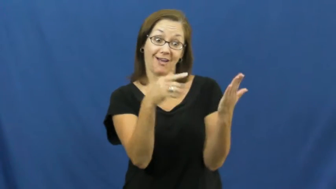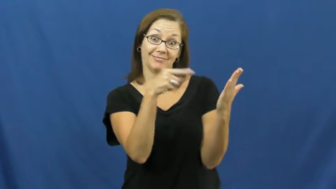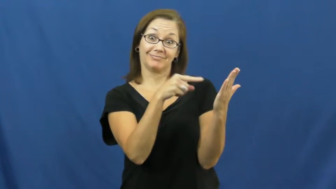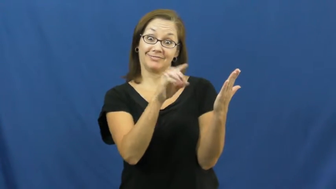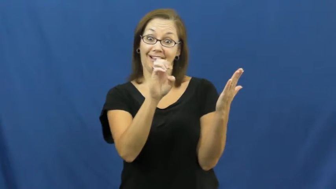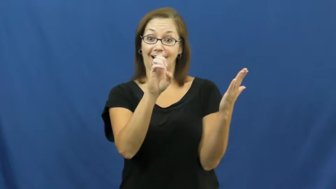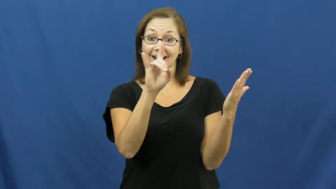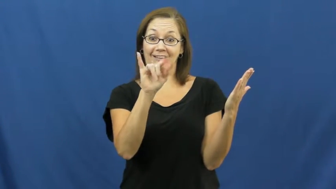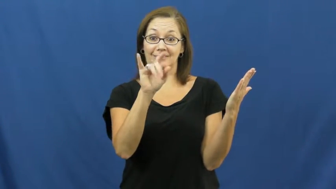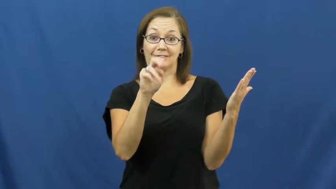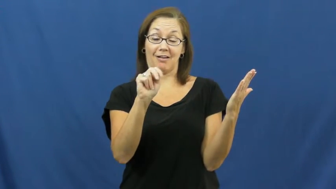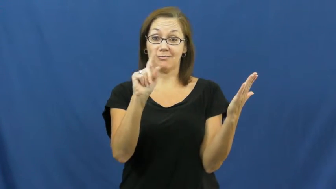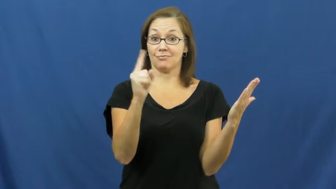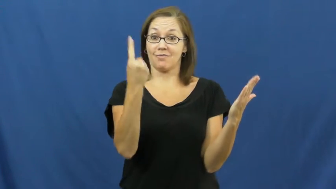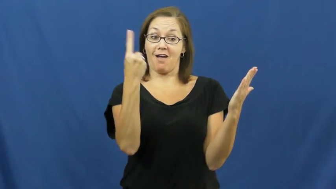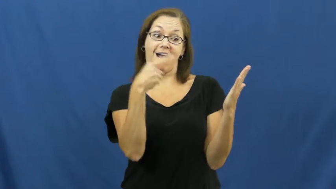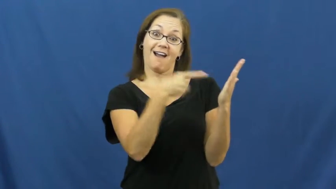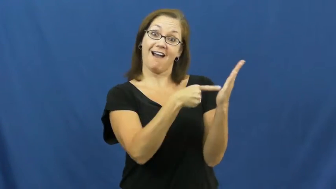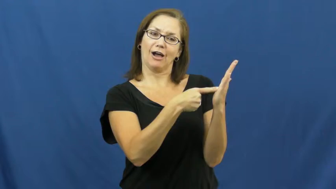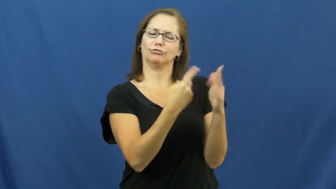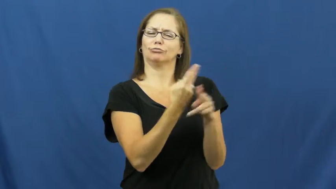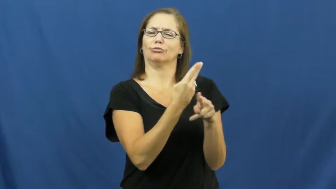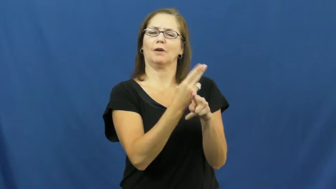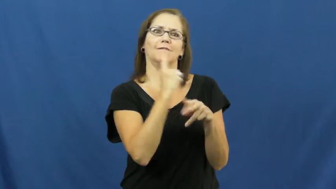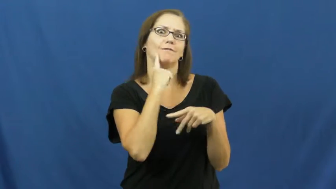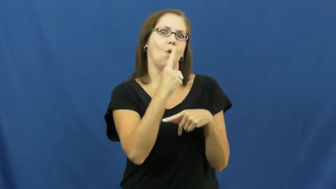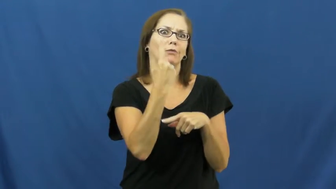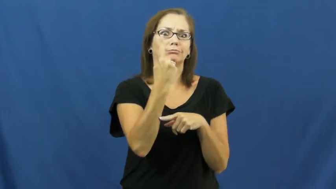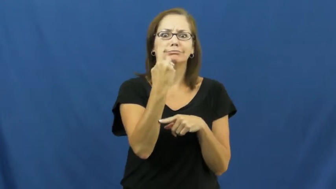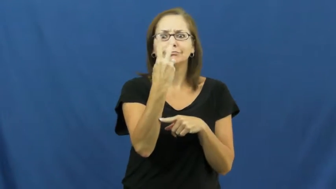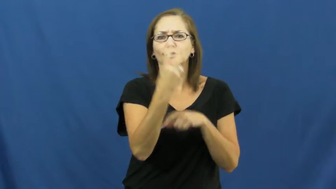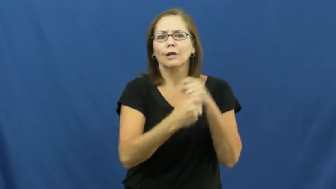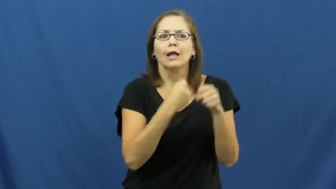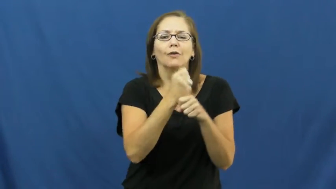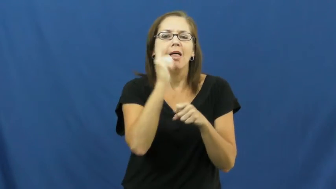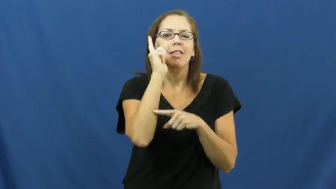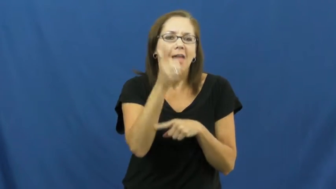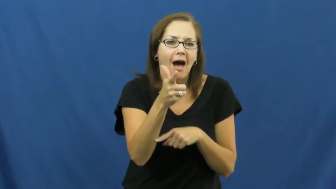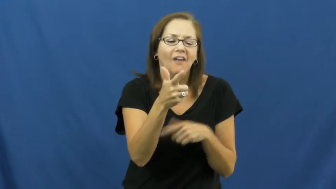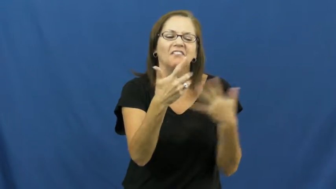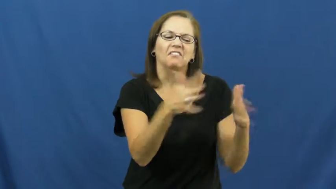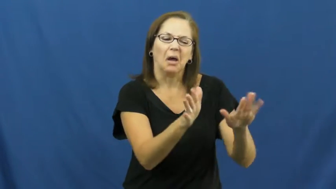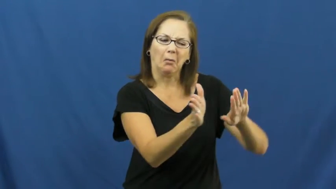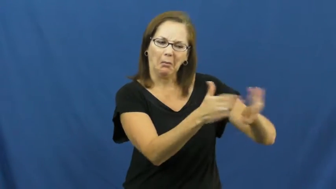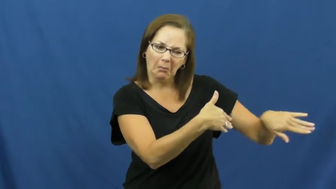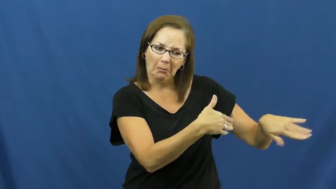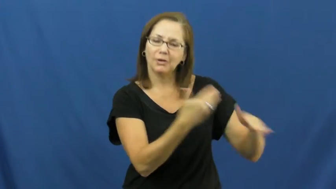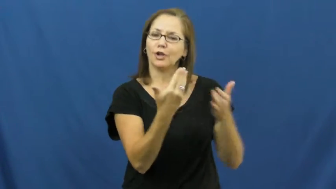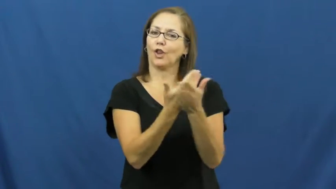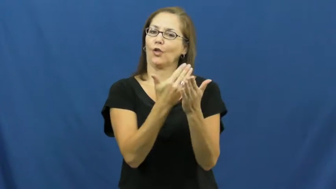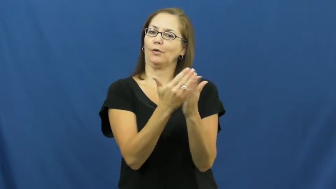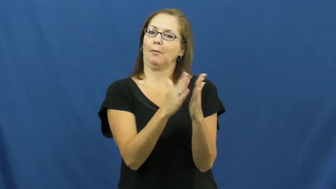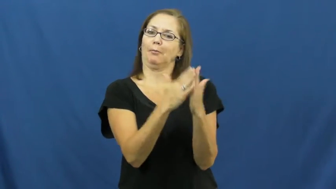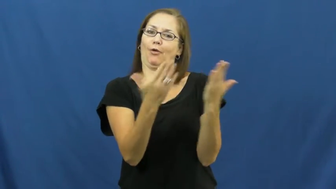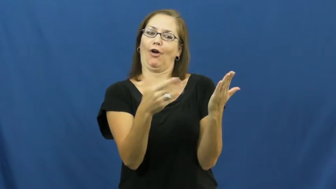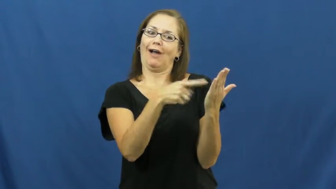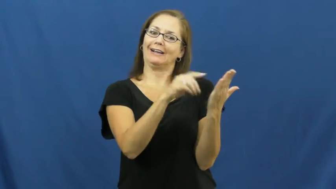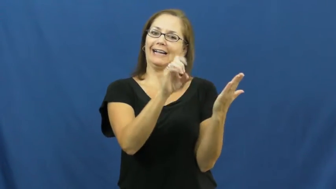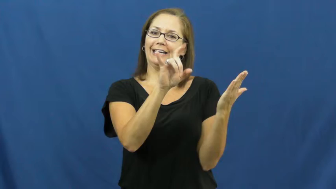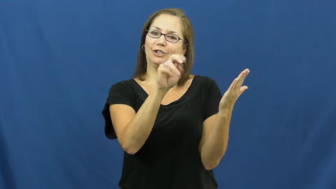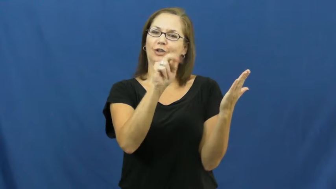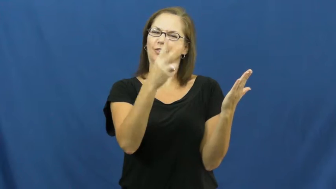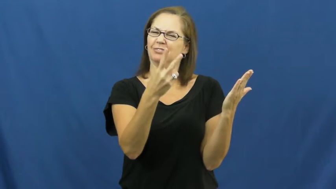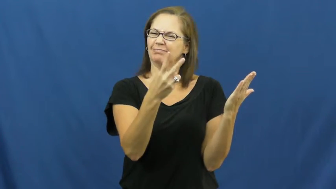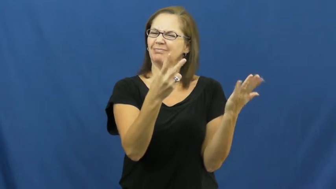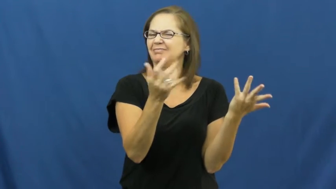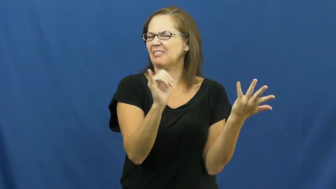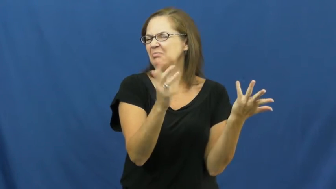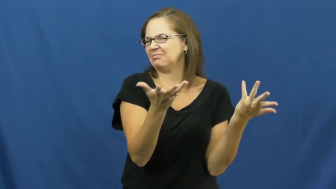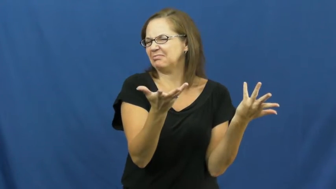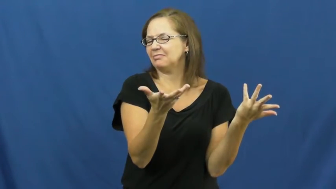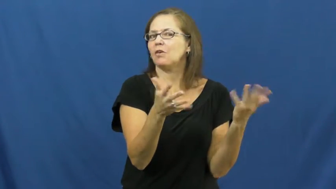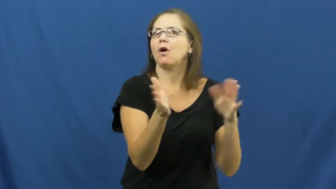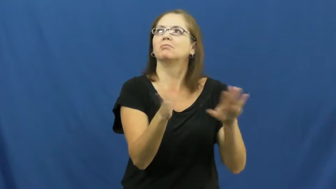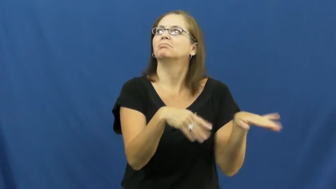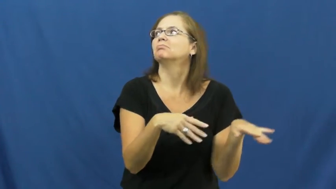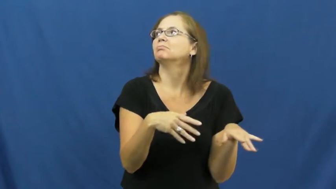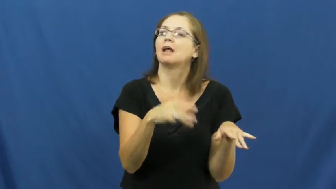edition